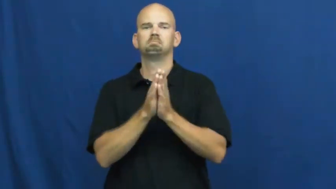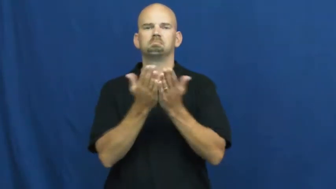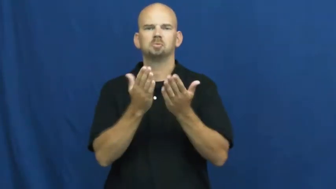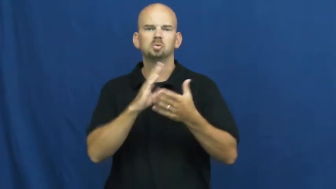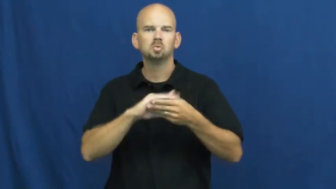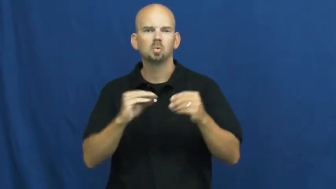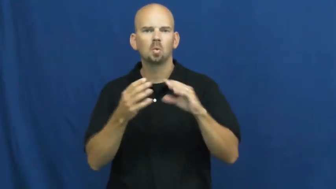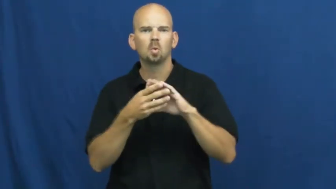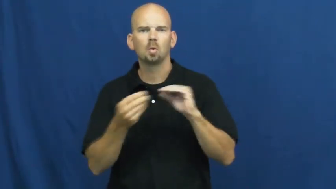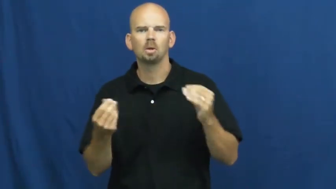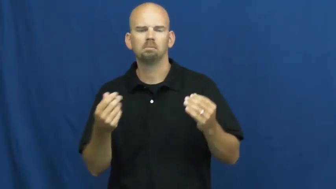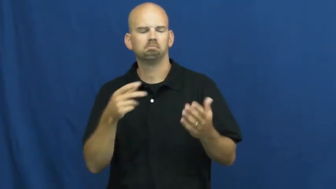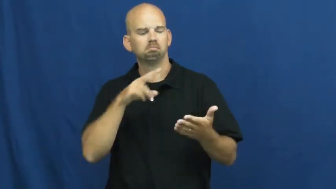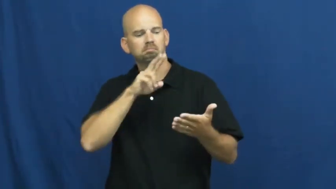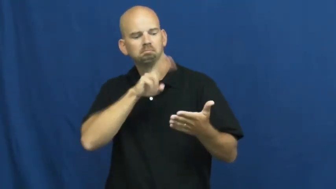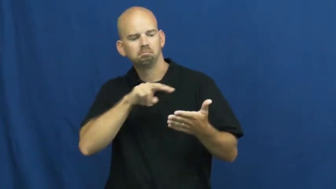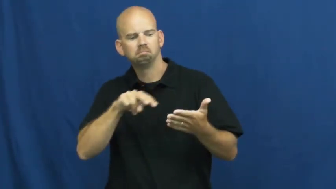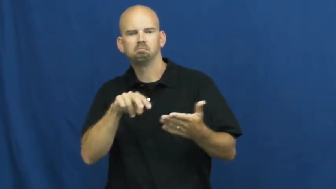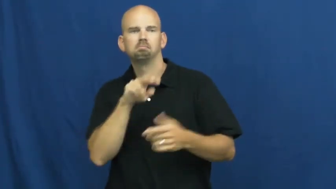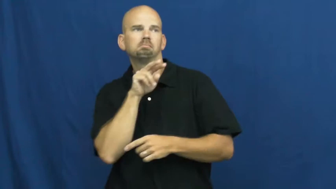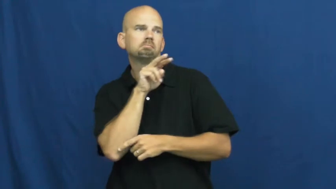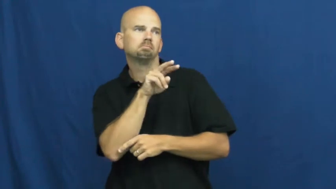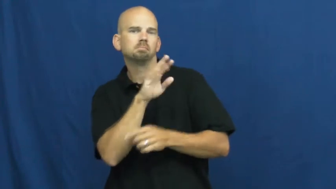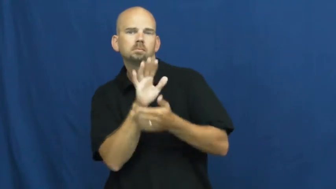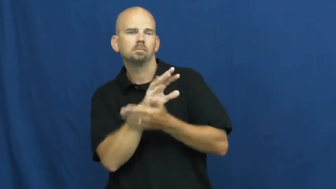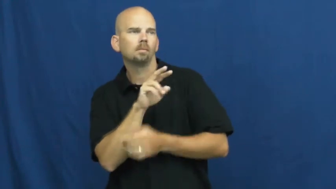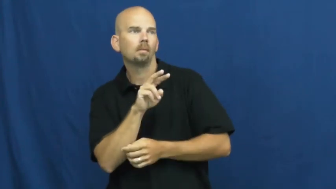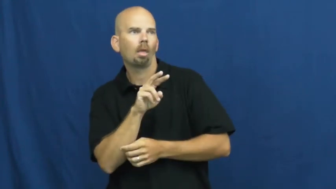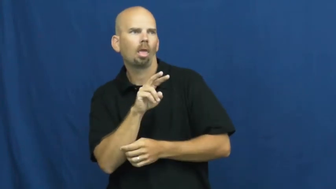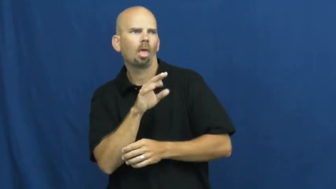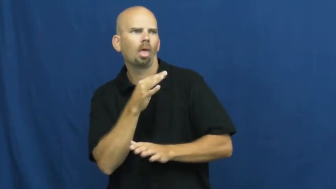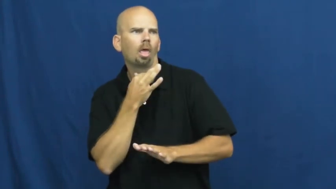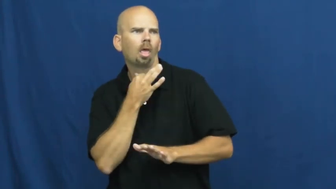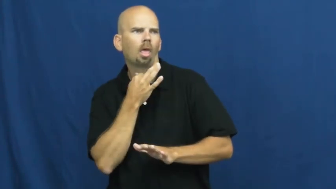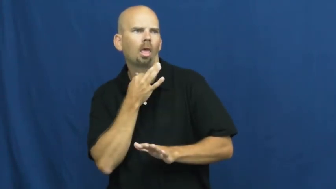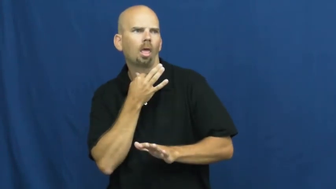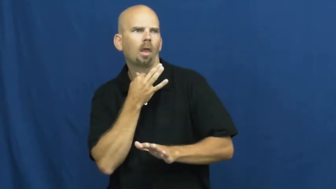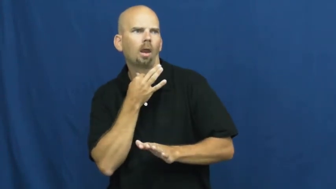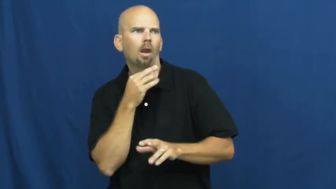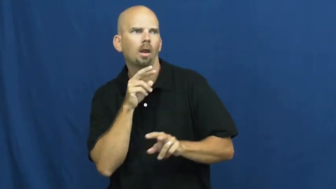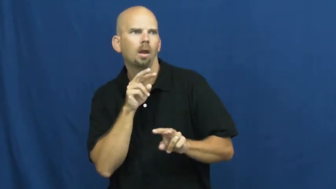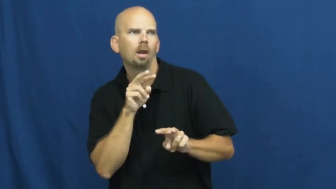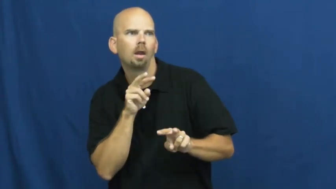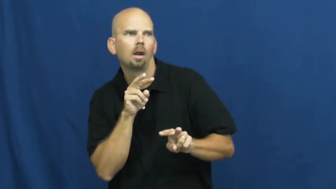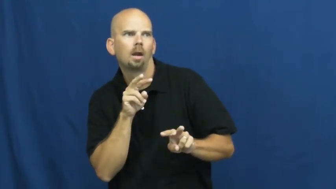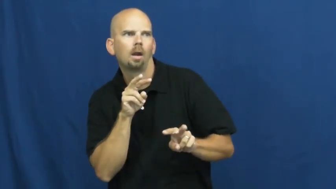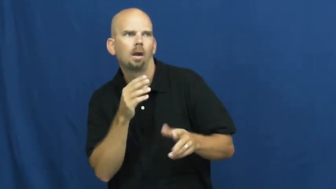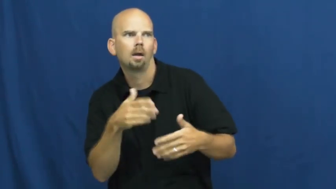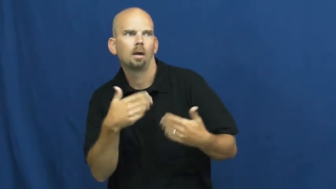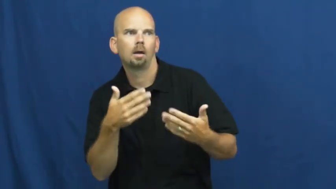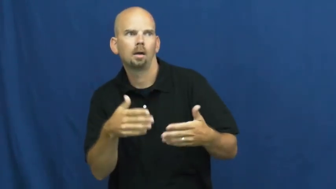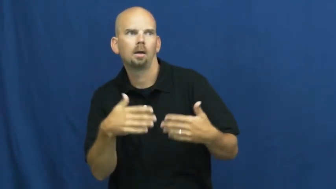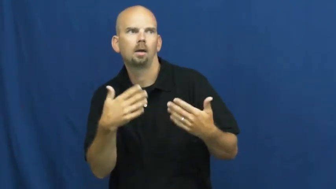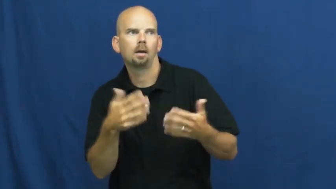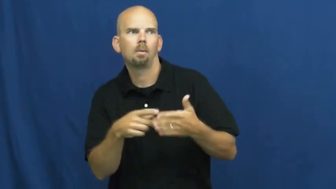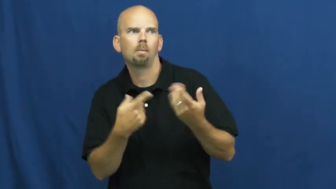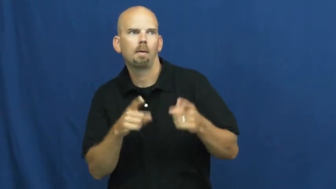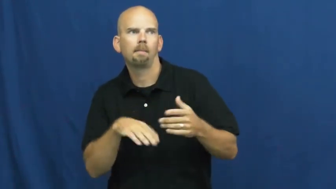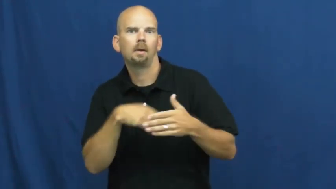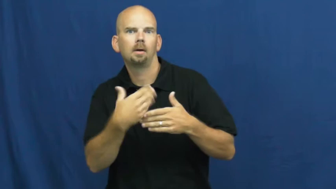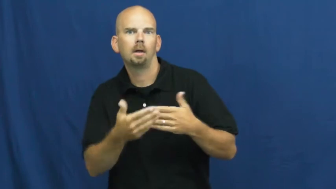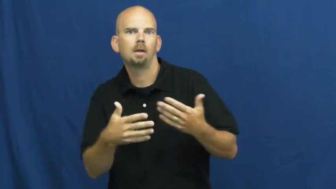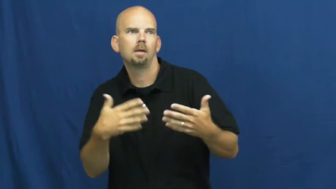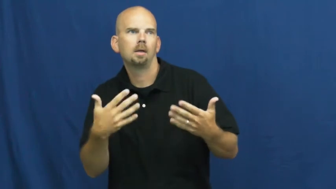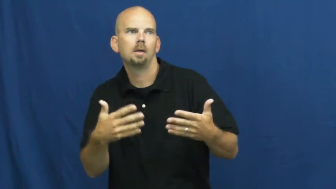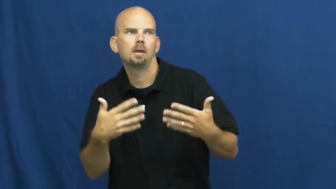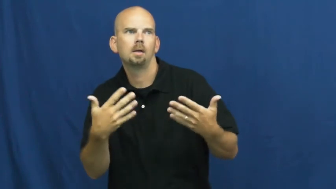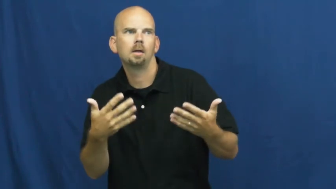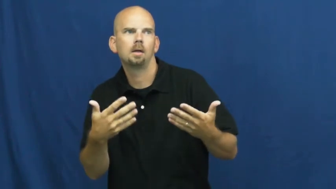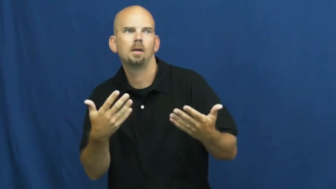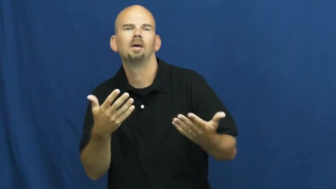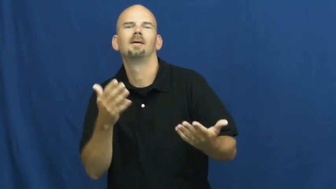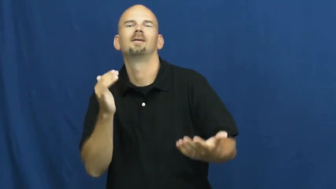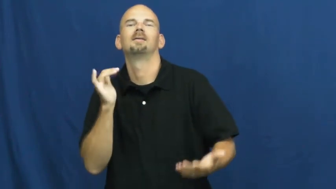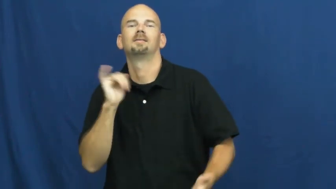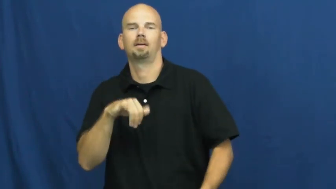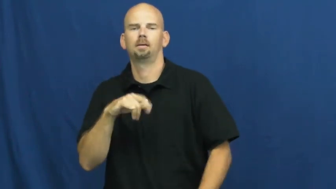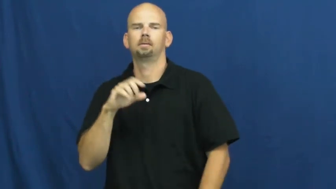suspense